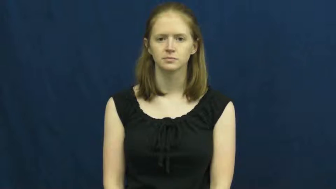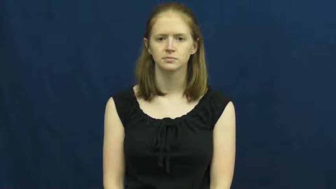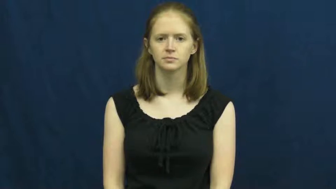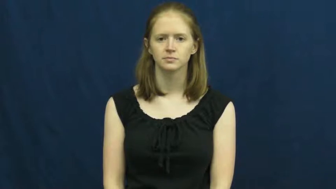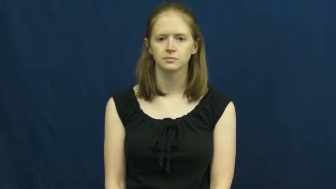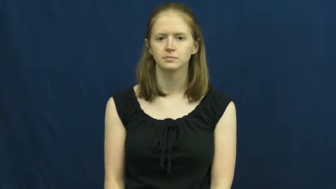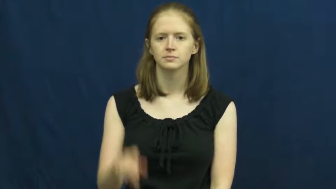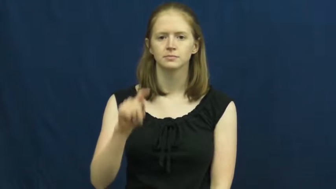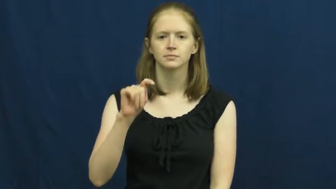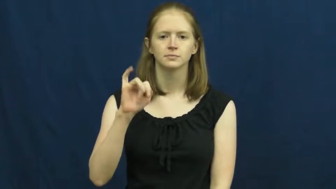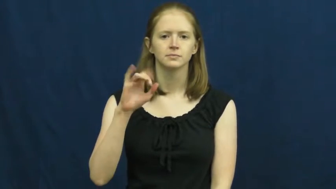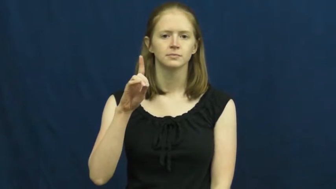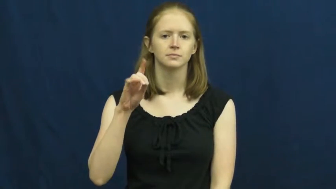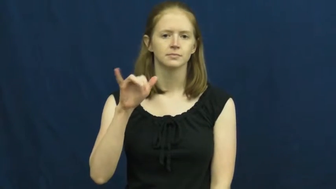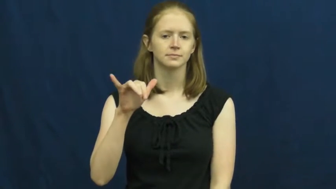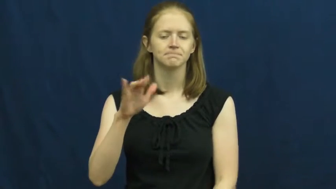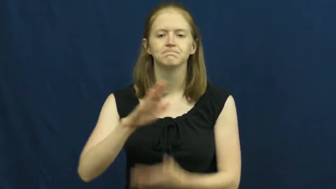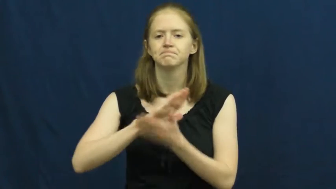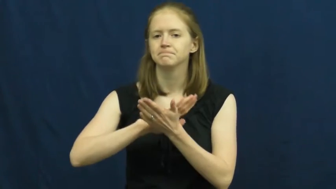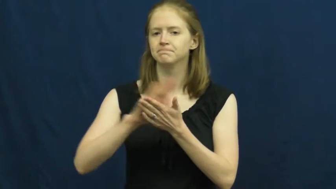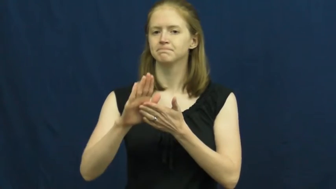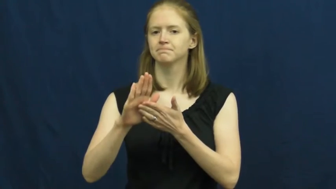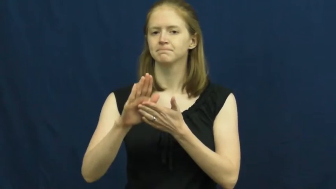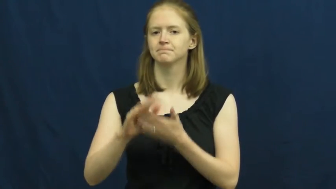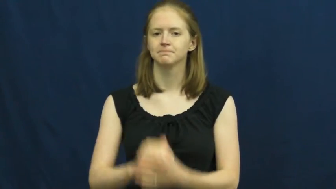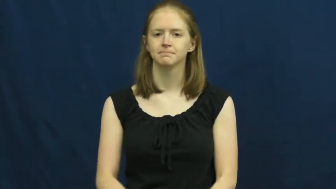tidy